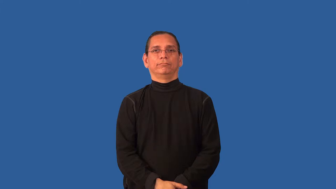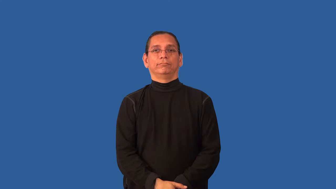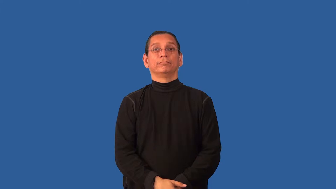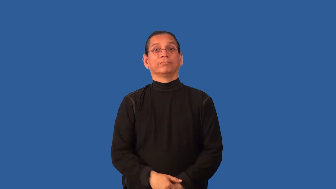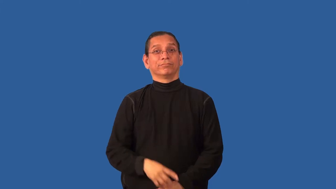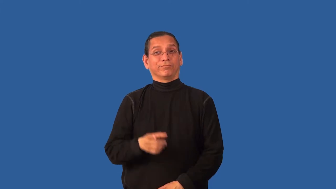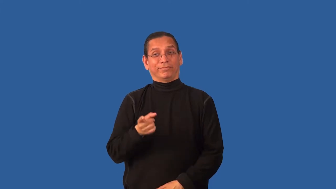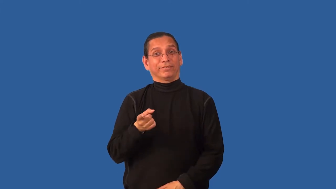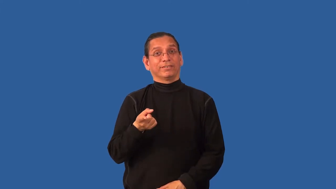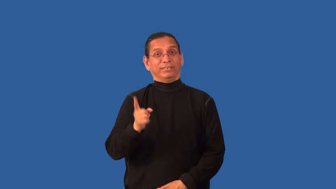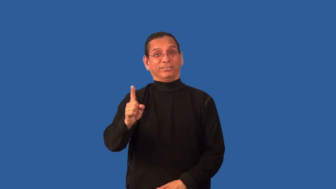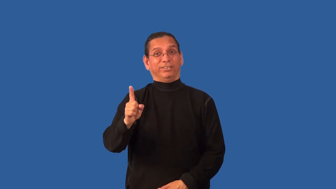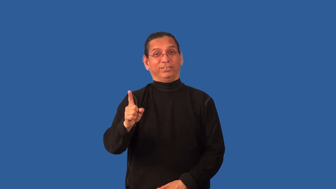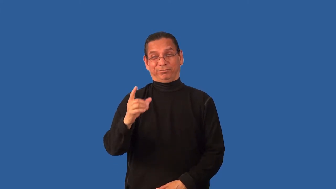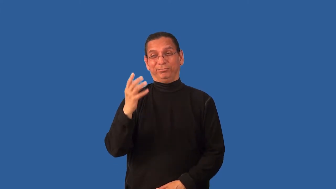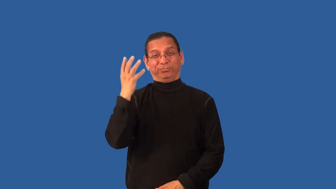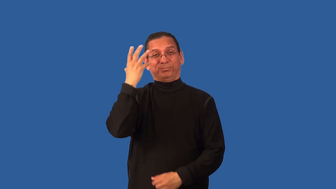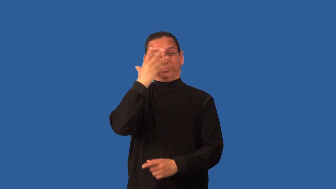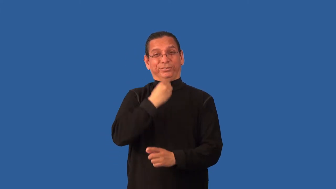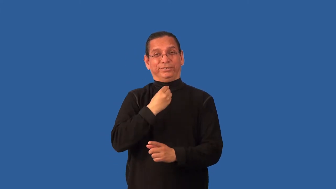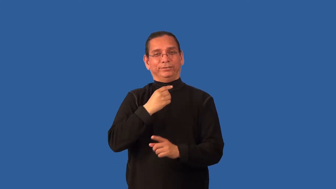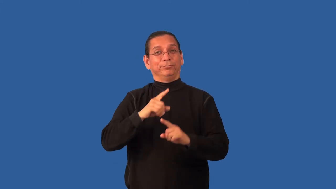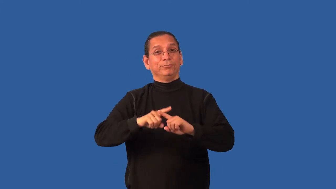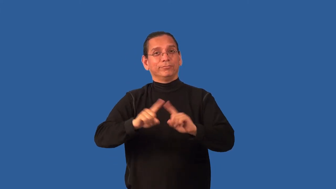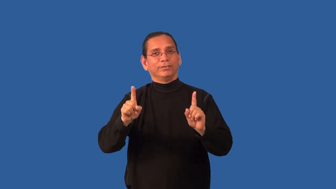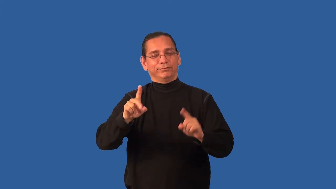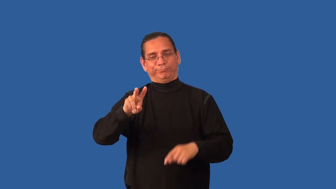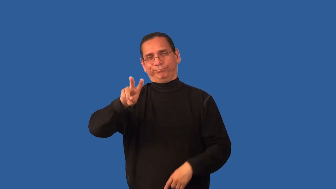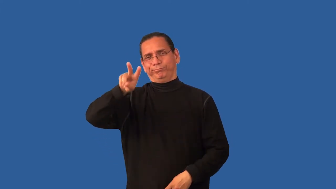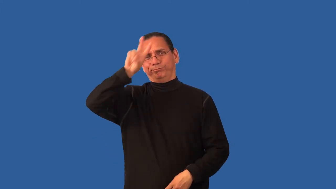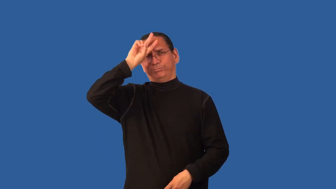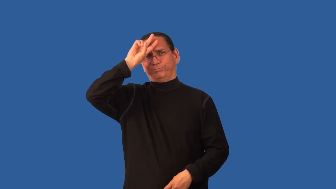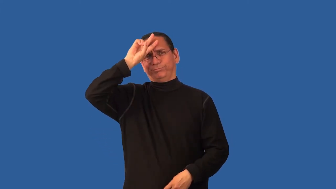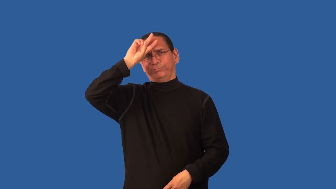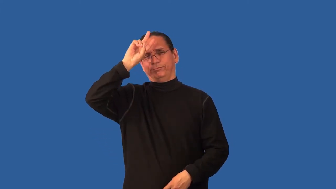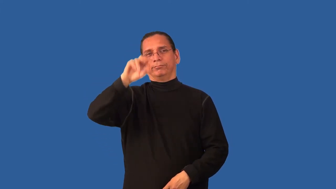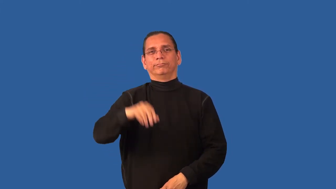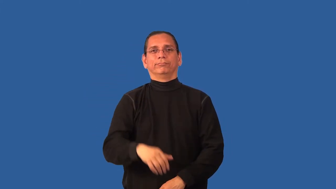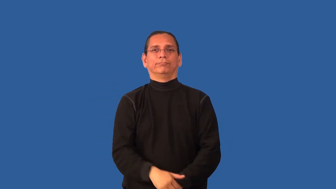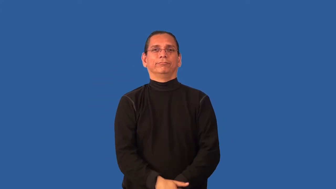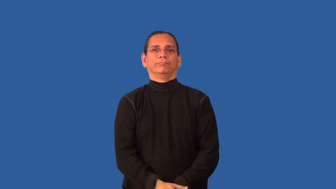bimbo